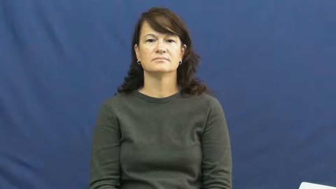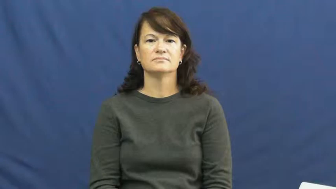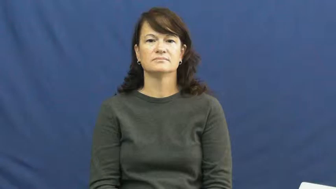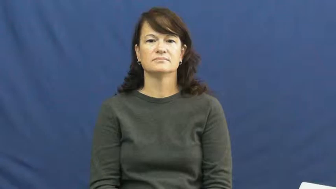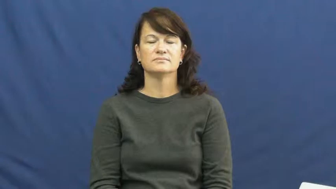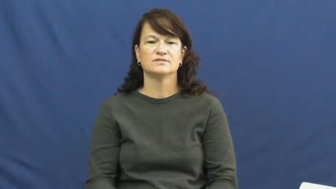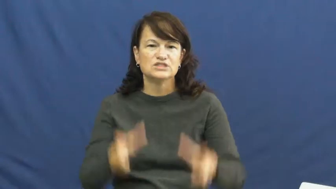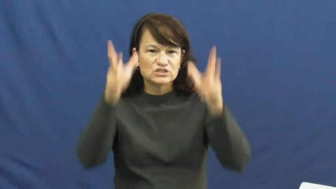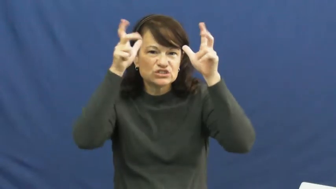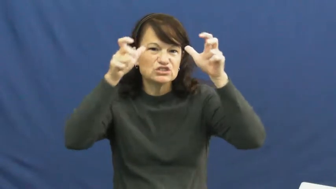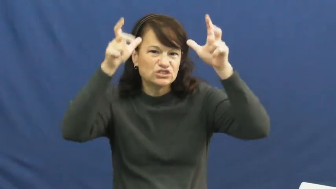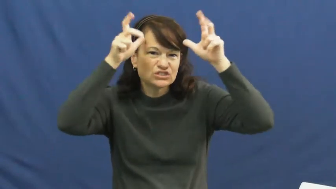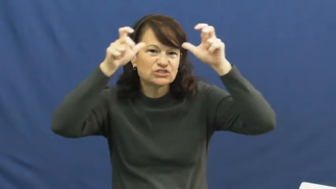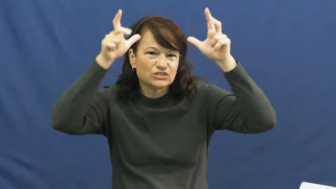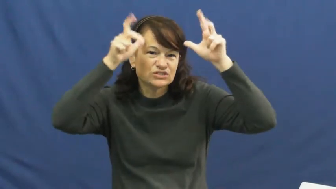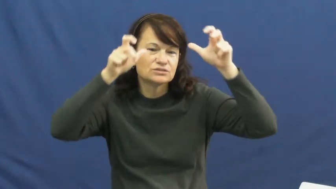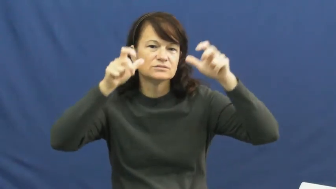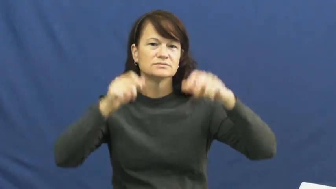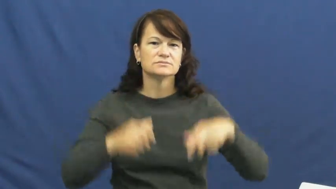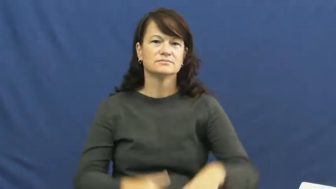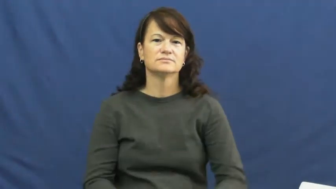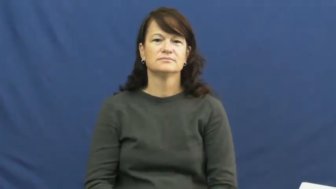mischief,devilish,chicanery,goings on,dickens